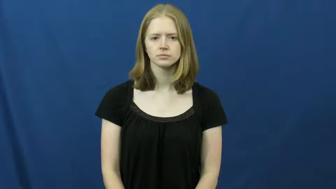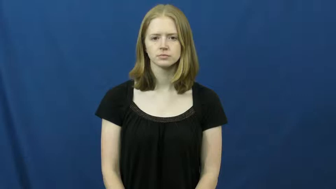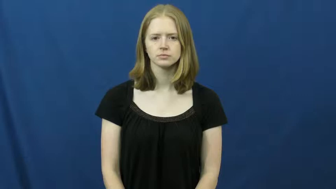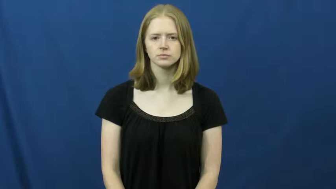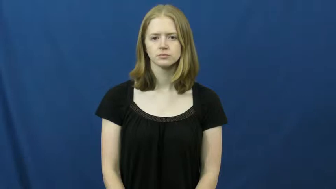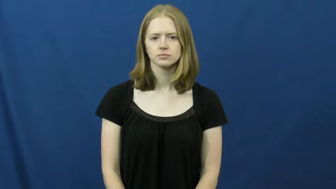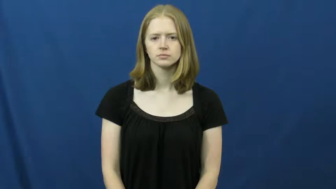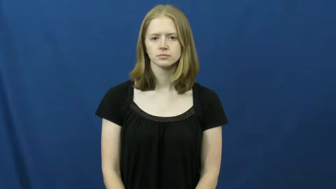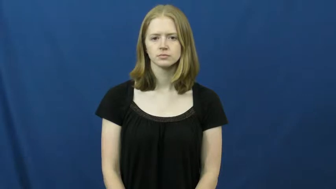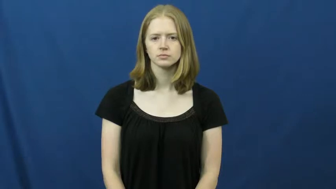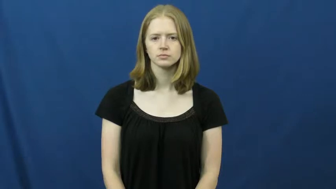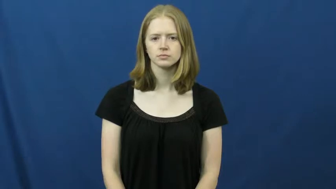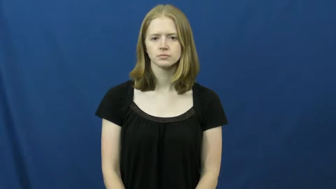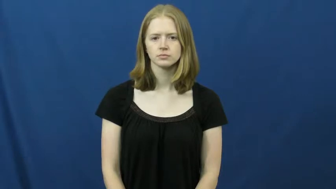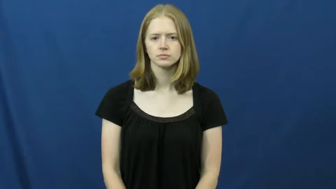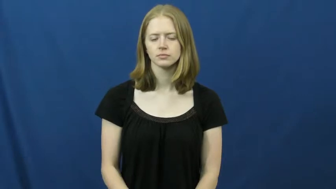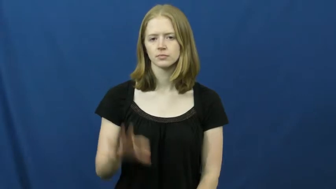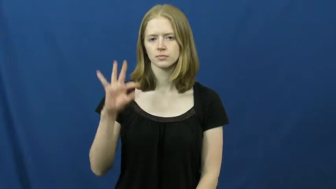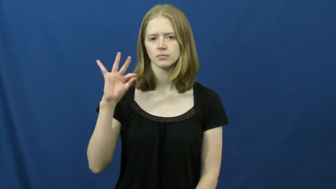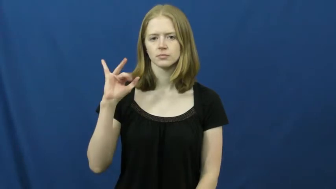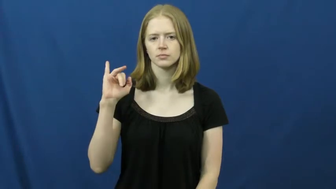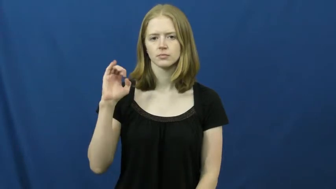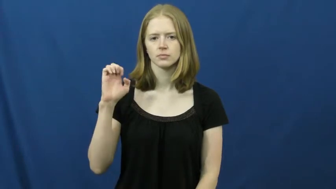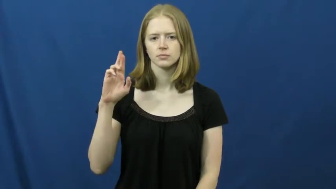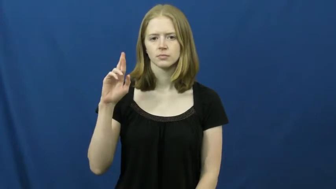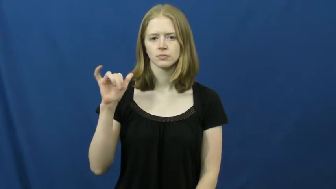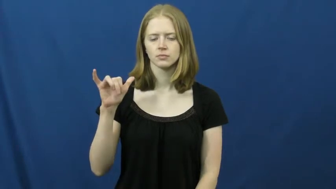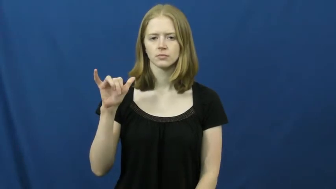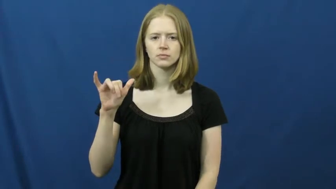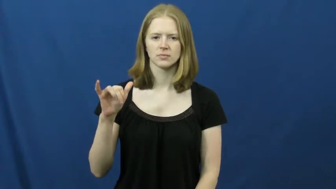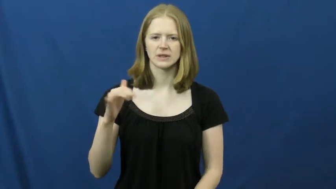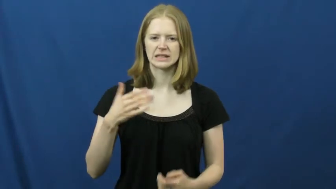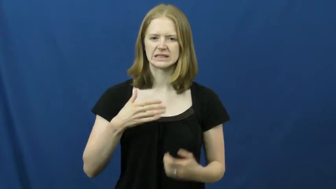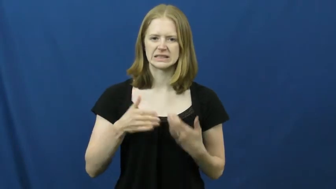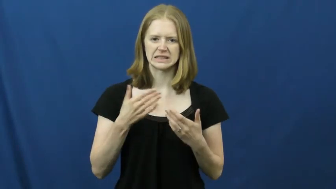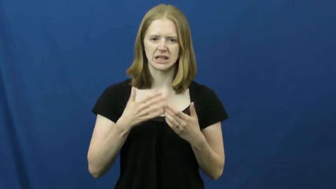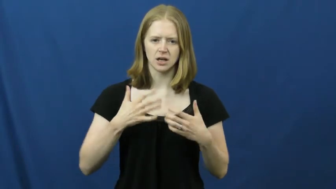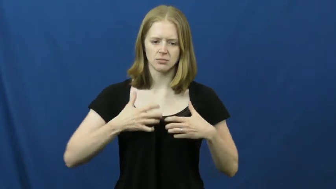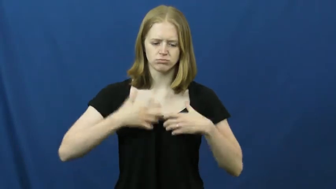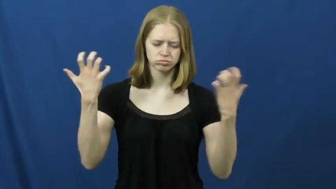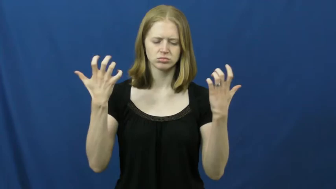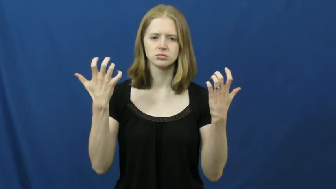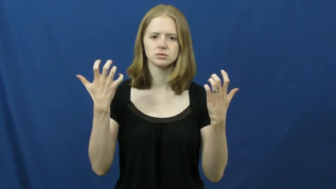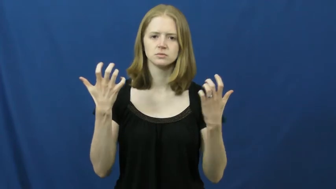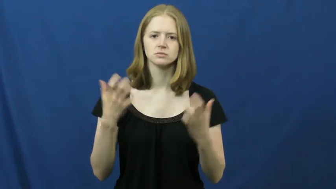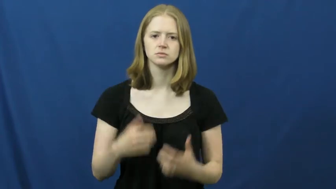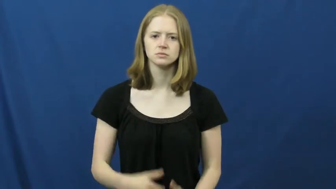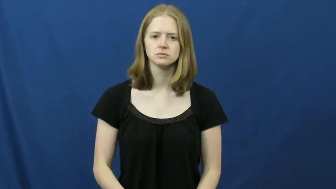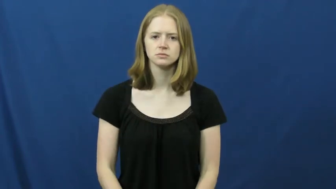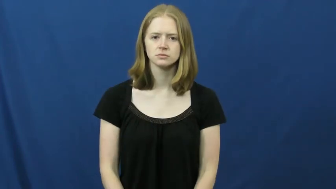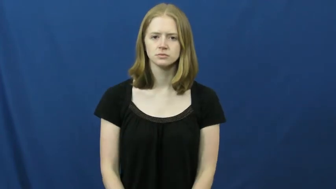fiery-angry